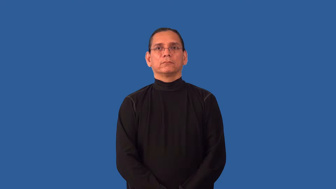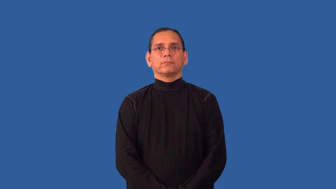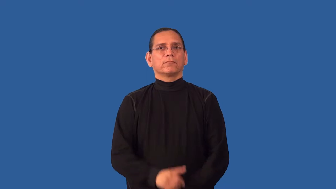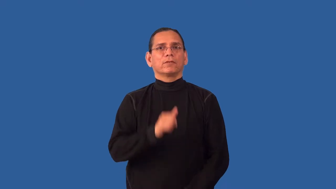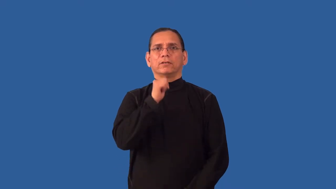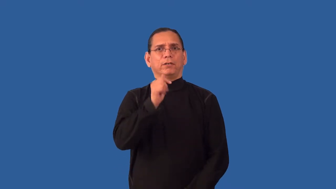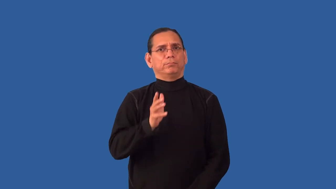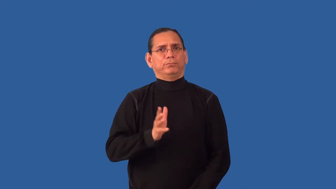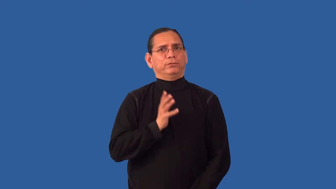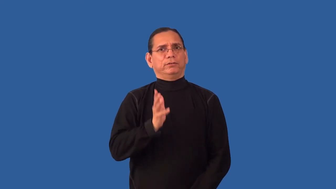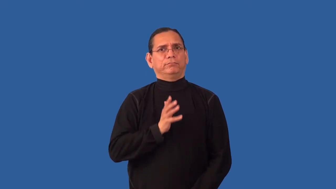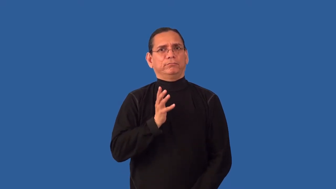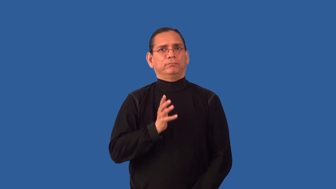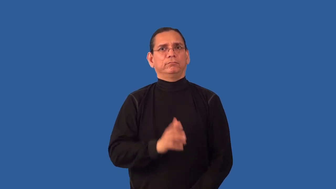graceless,indelicate,ungracious,solecism-impolite